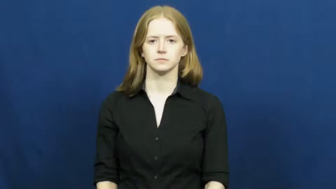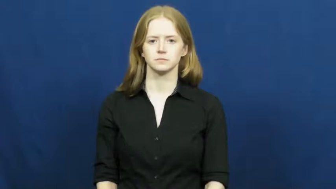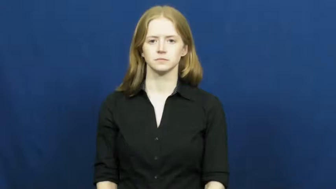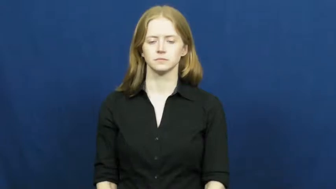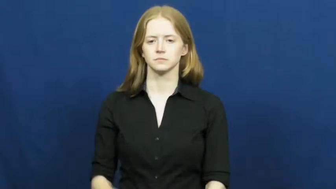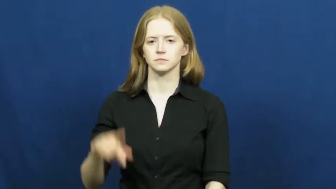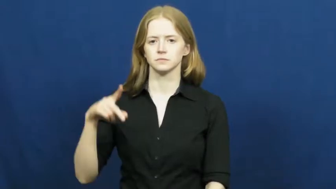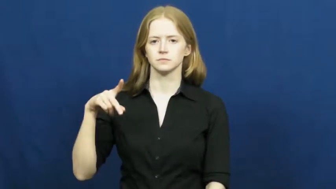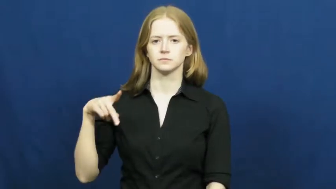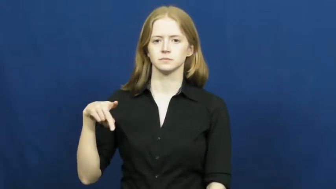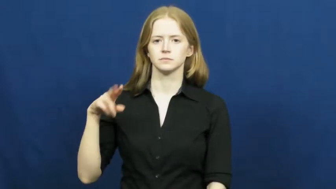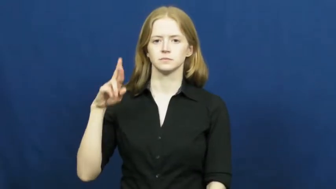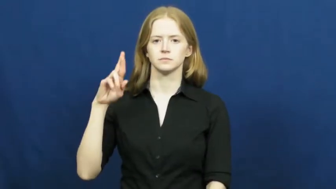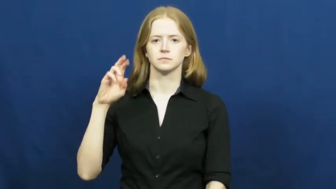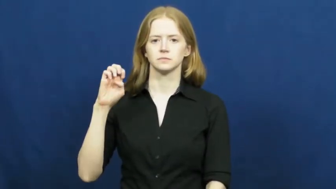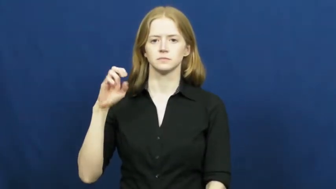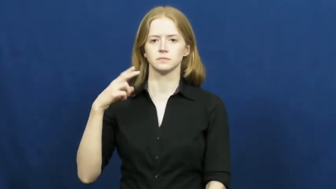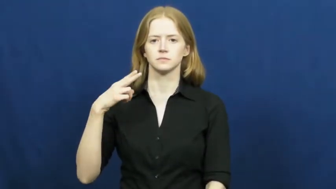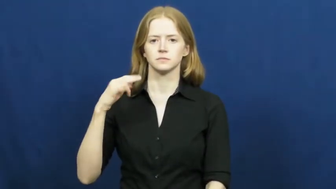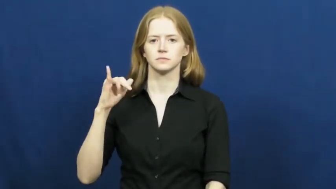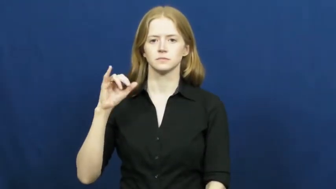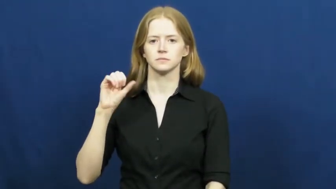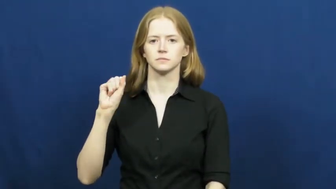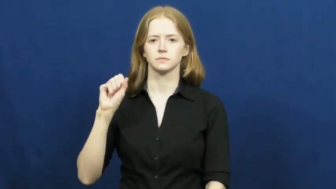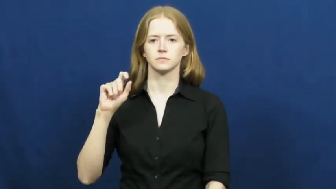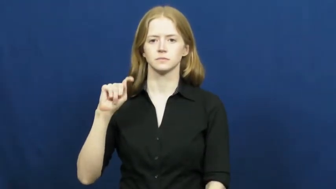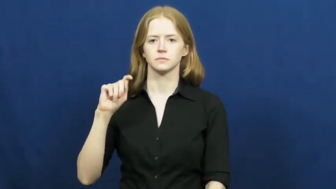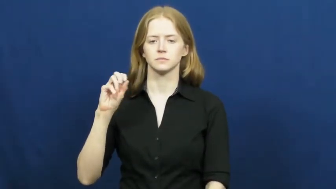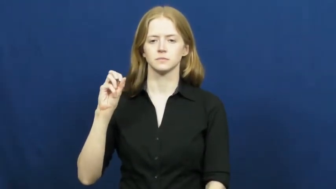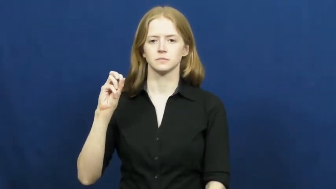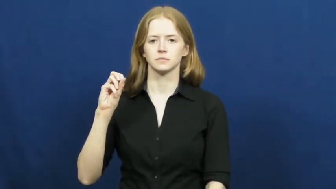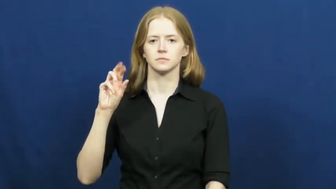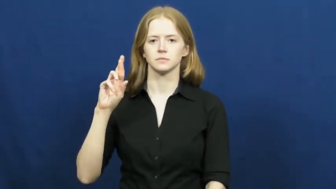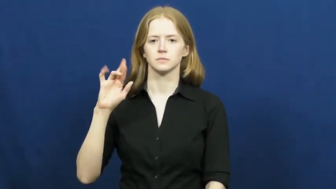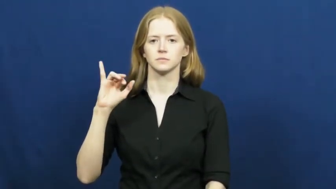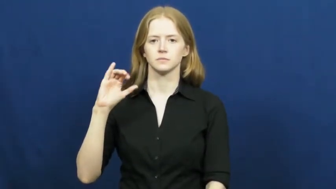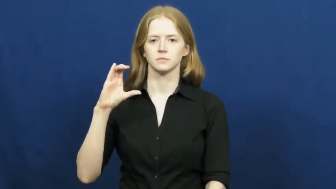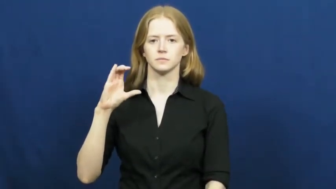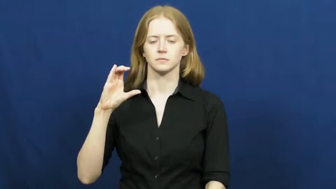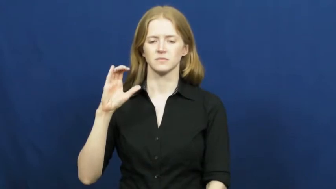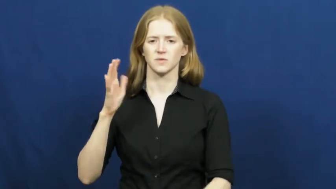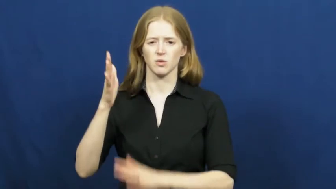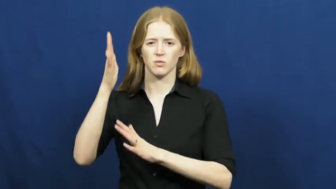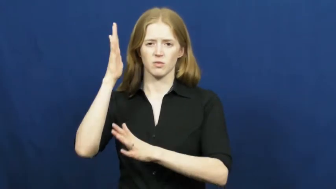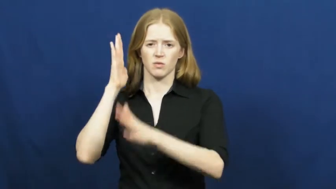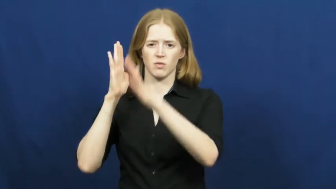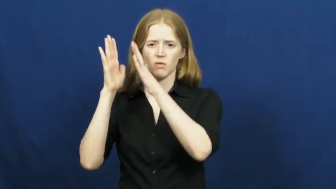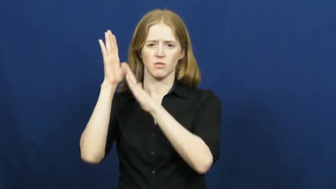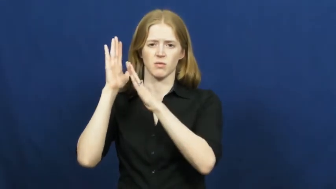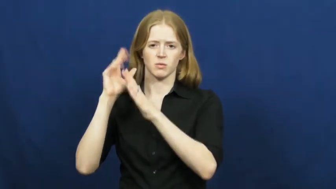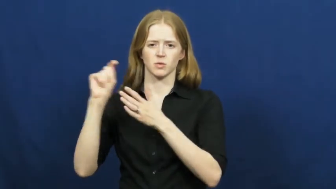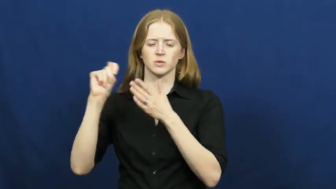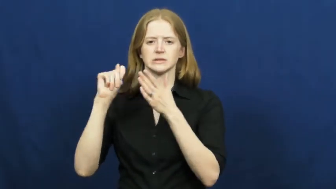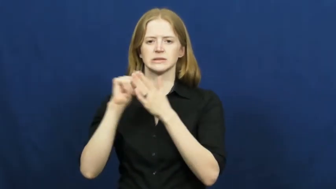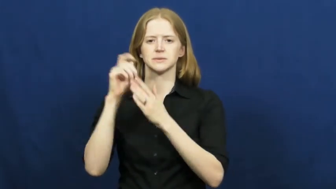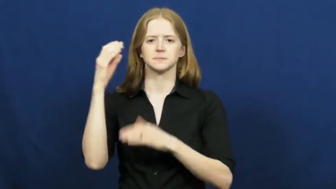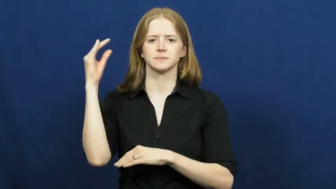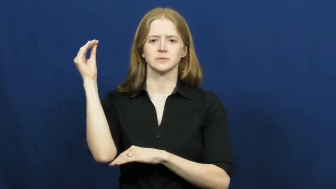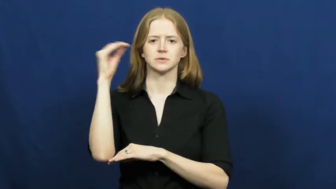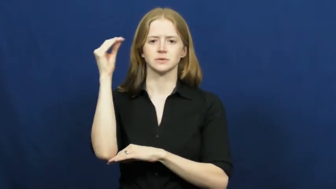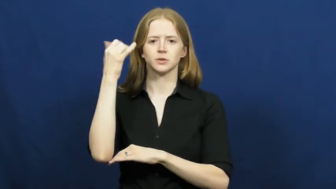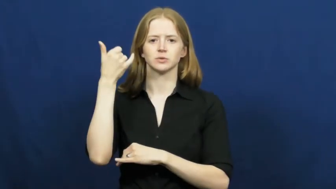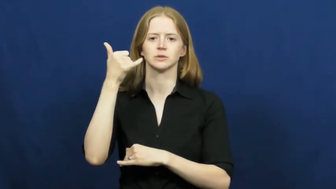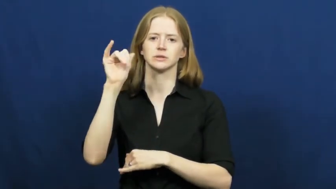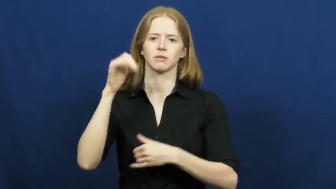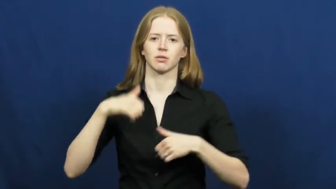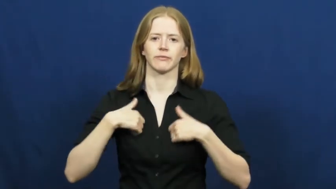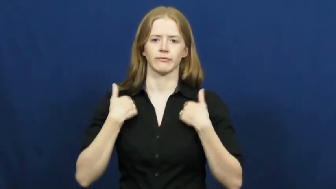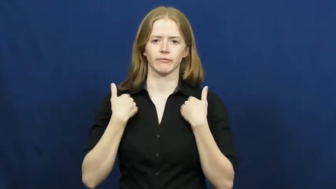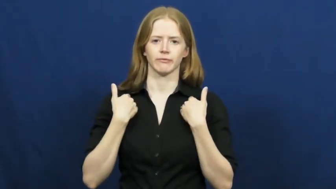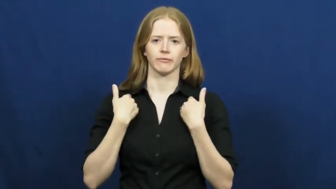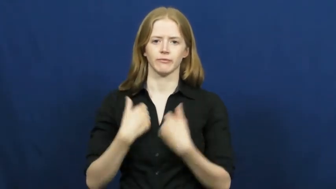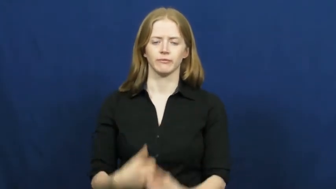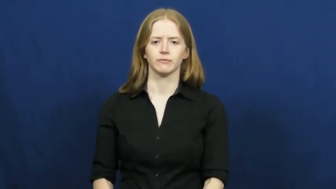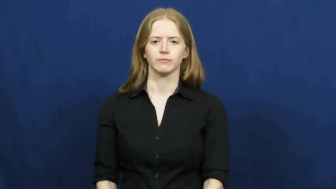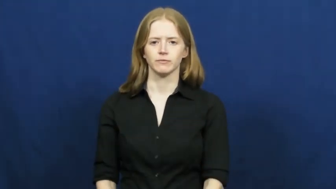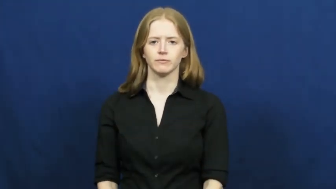prehistoric